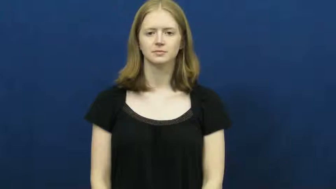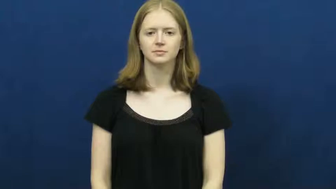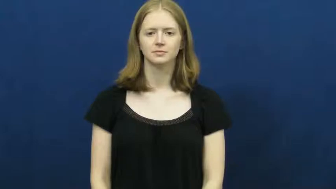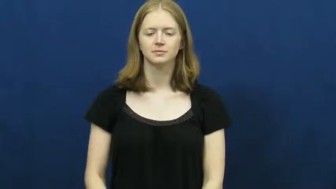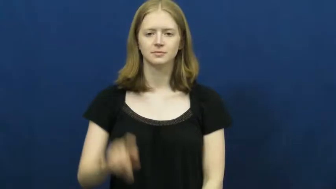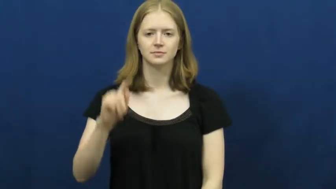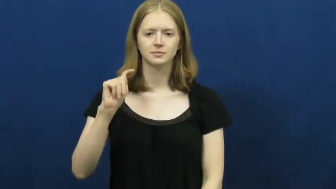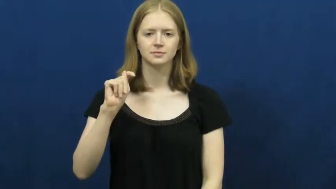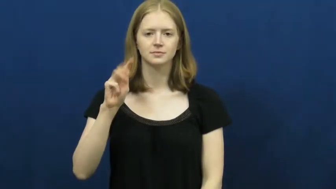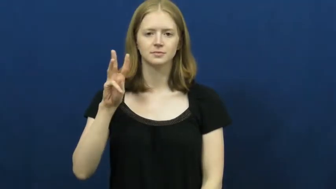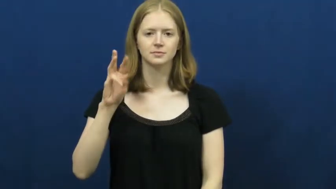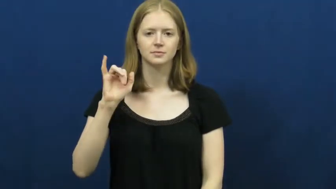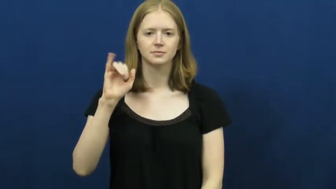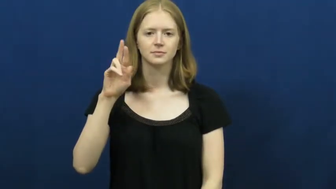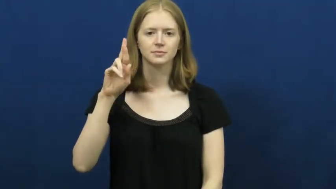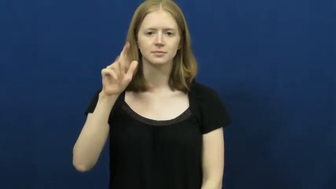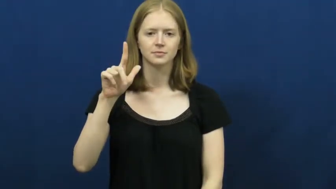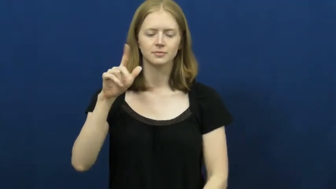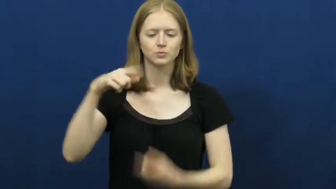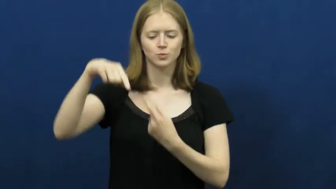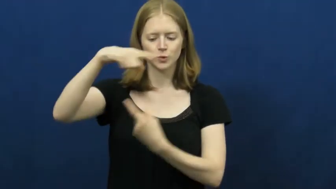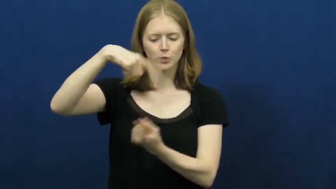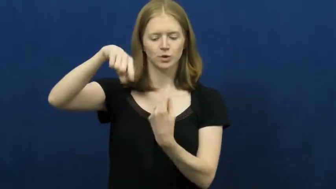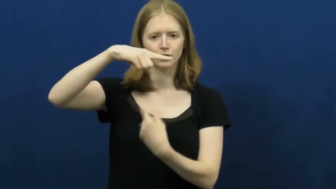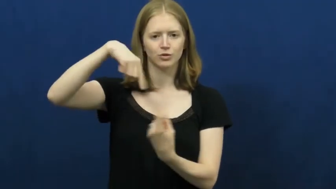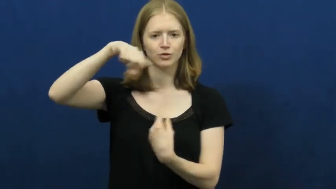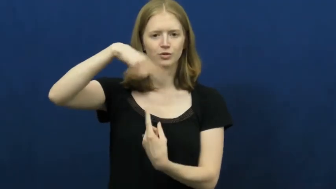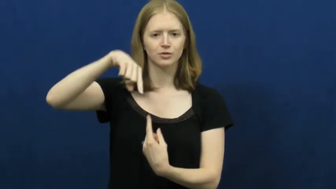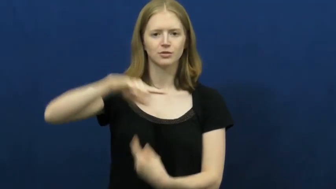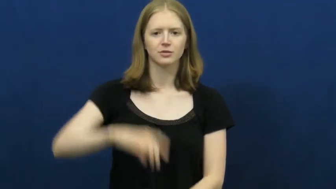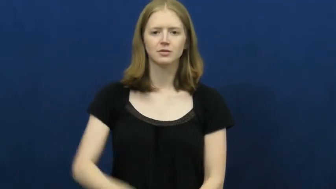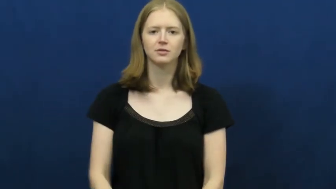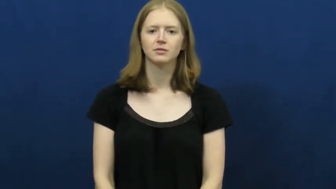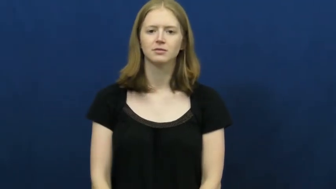twirl